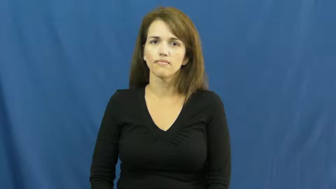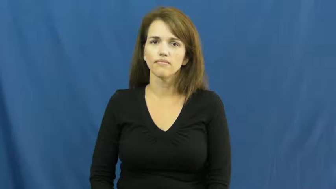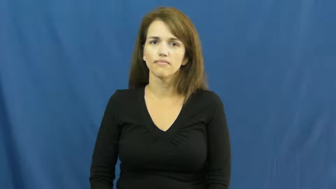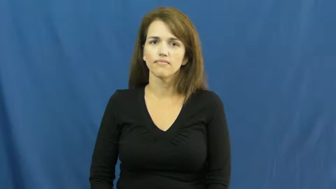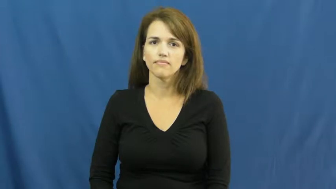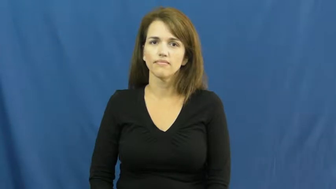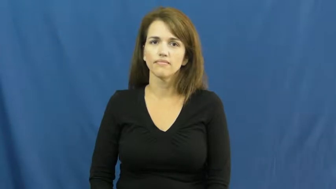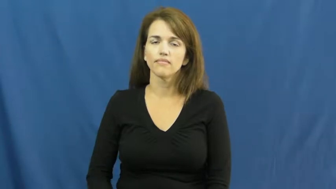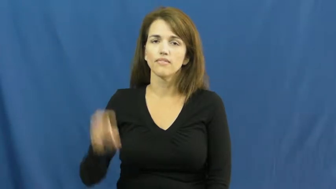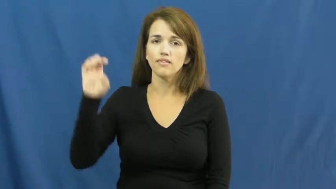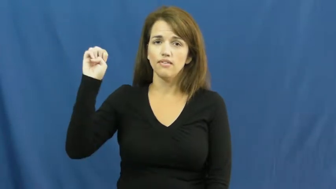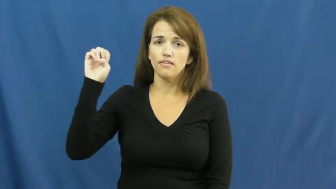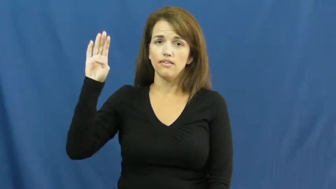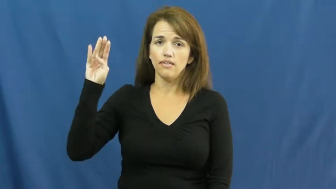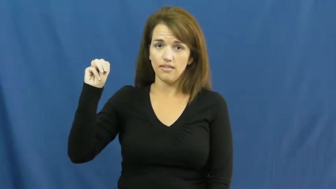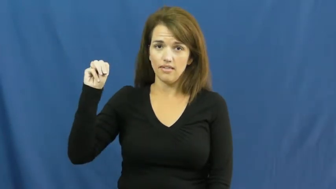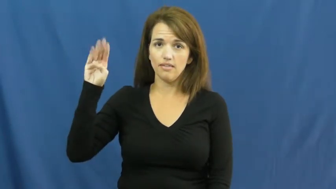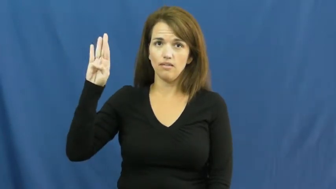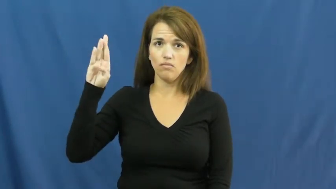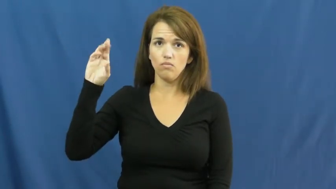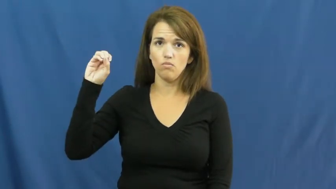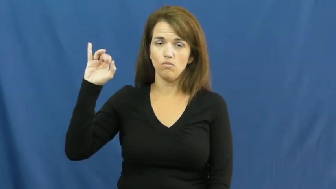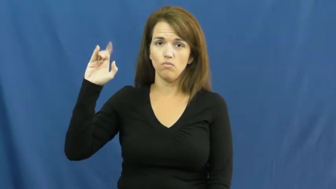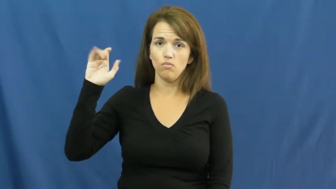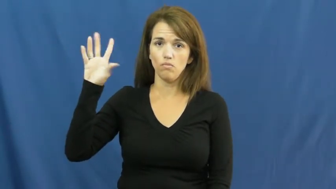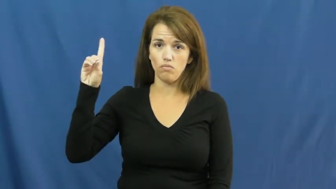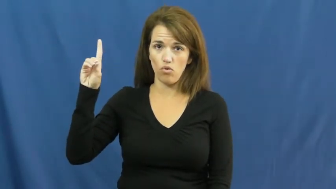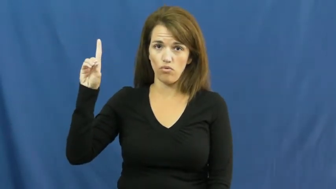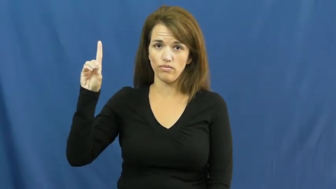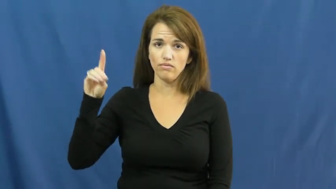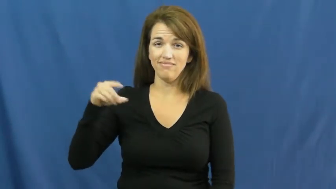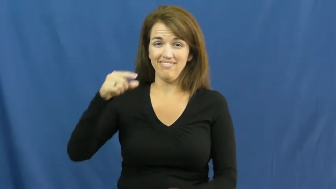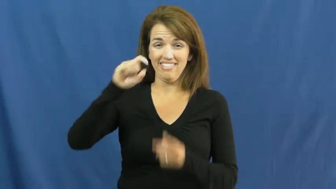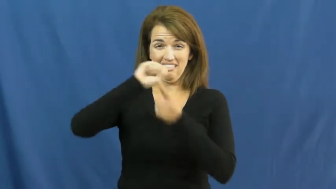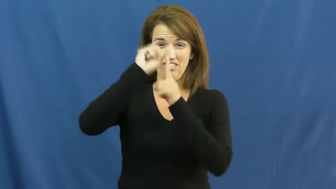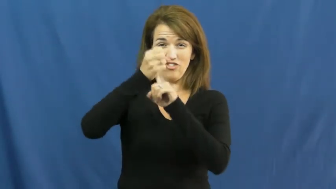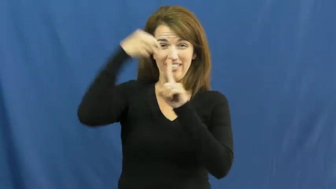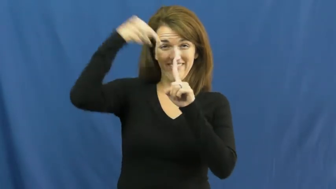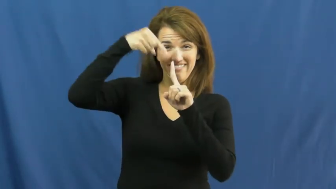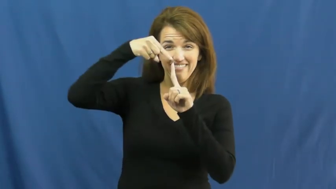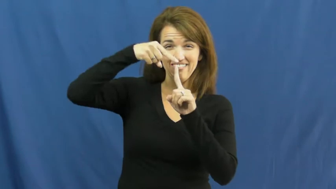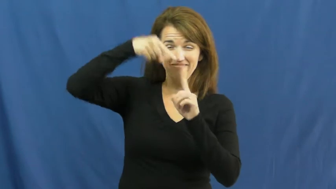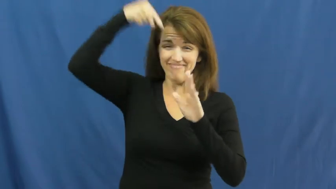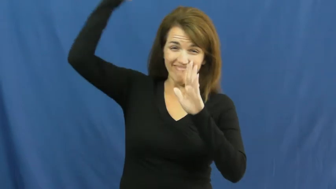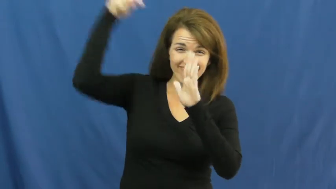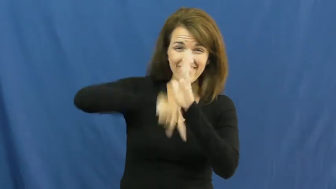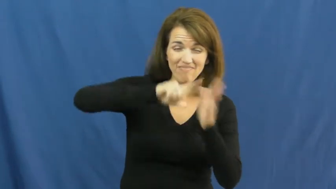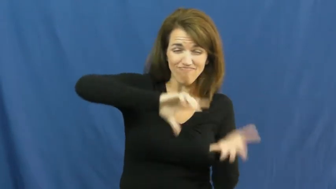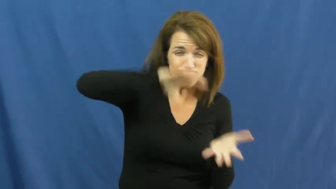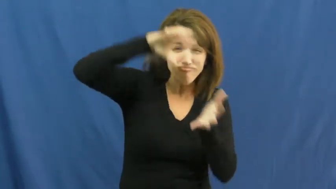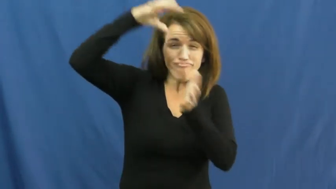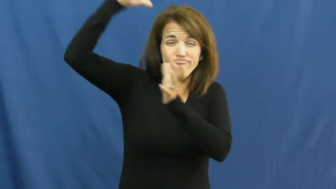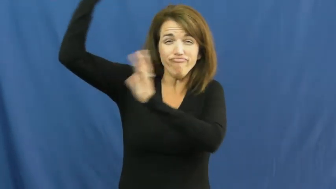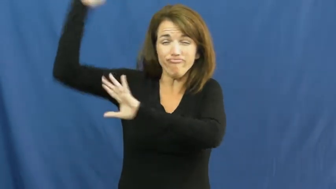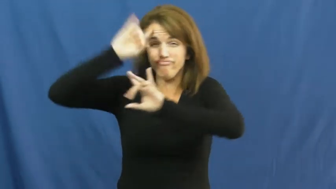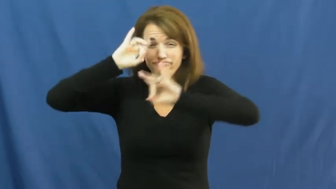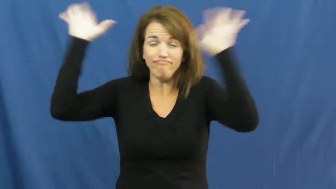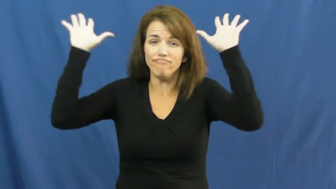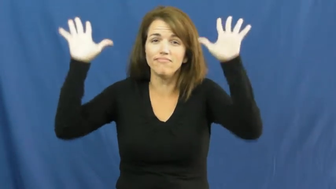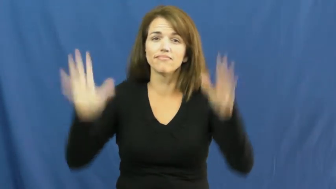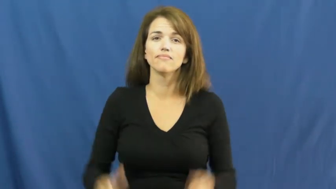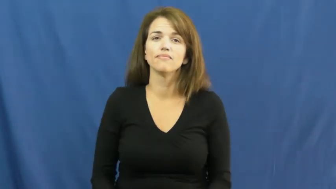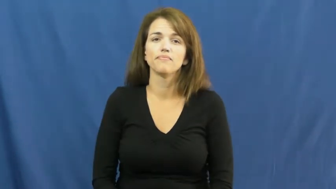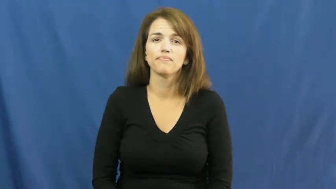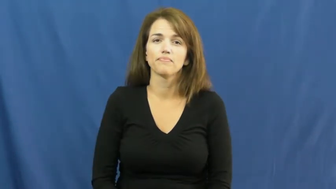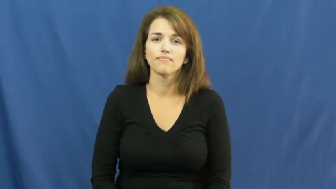embroil